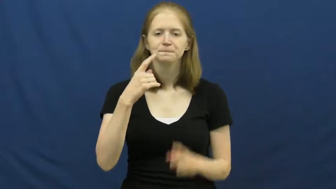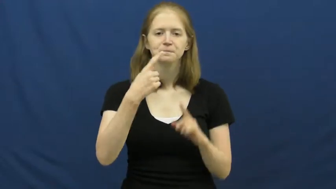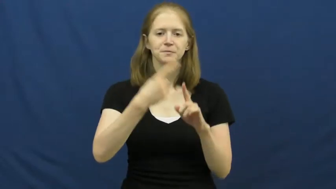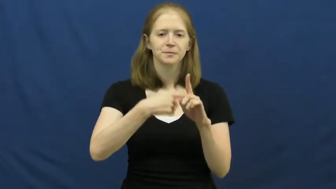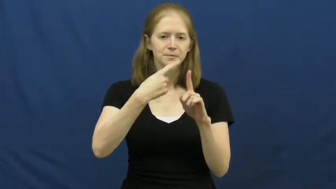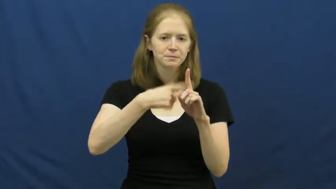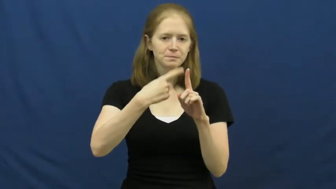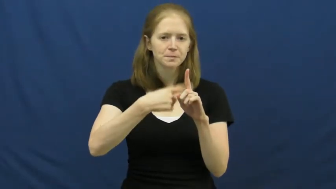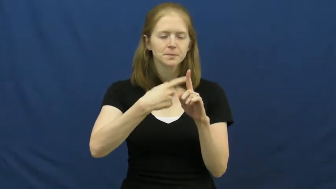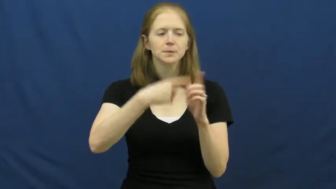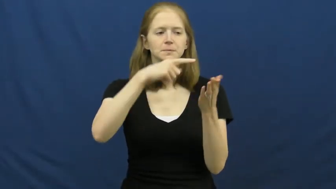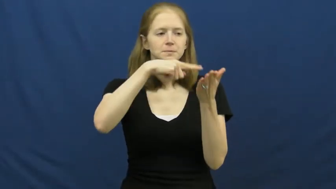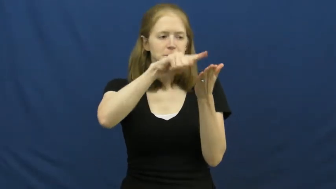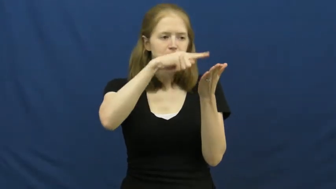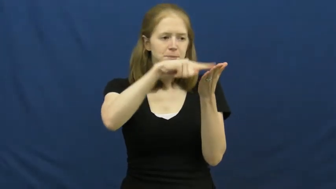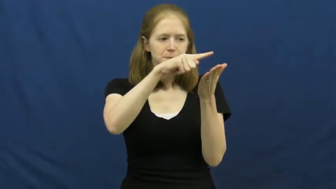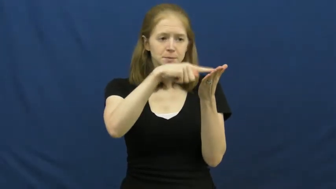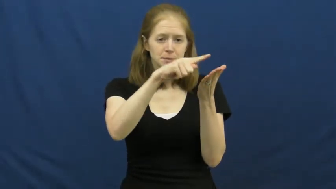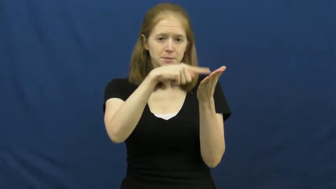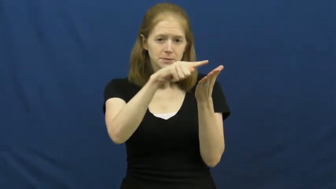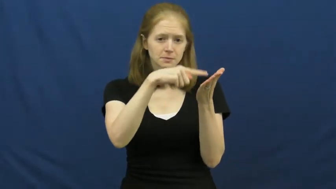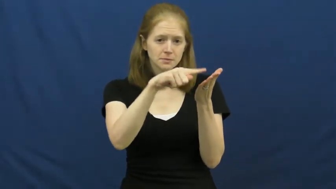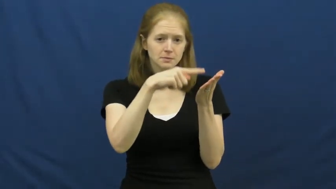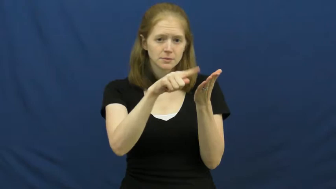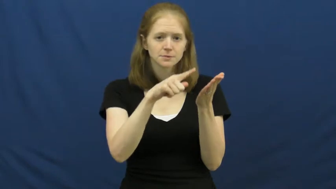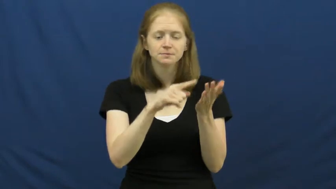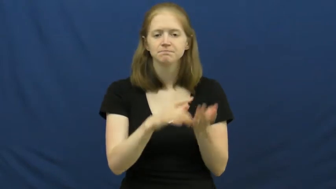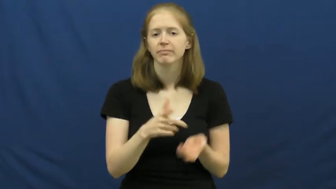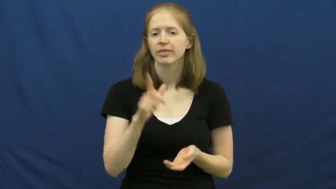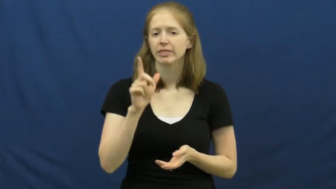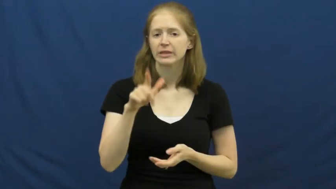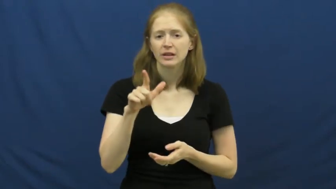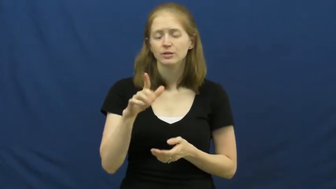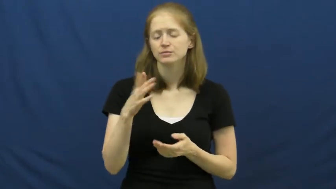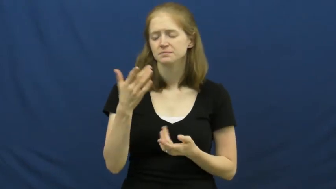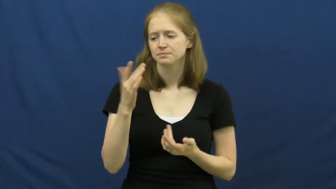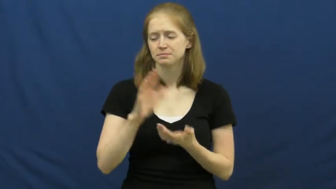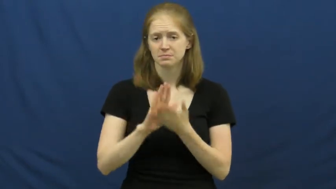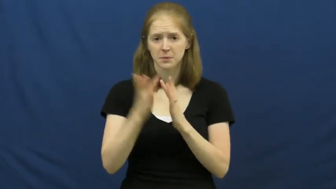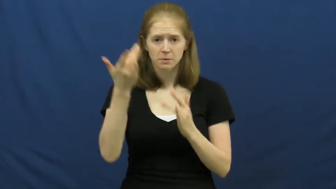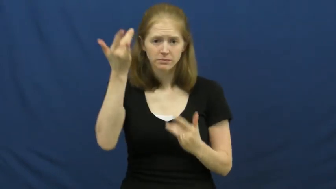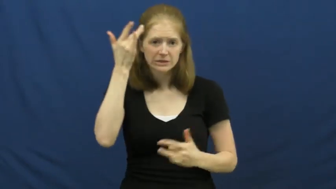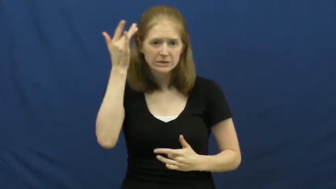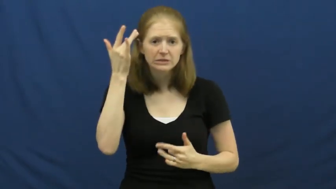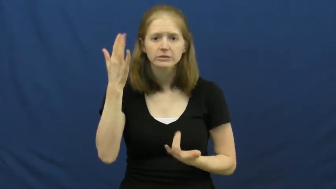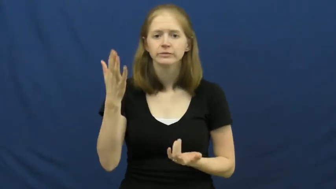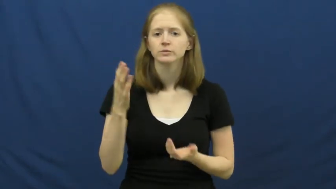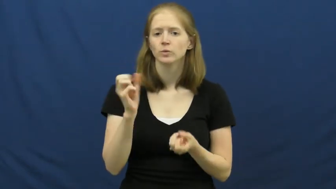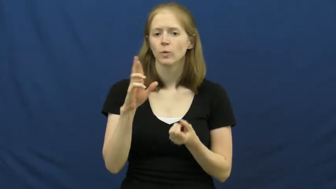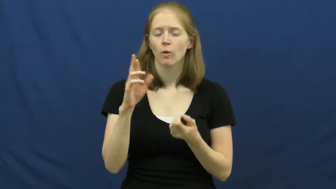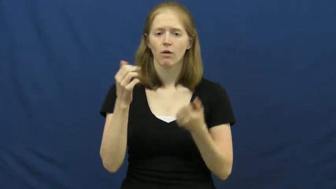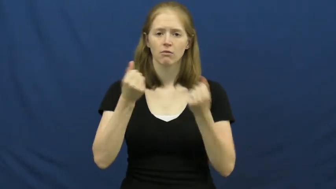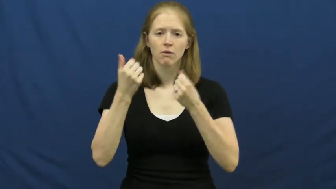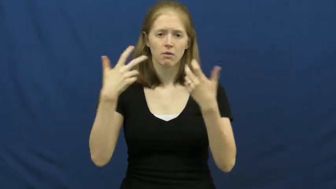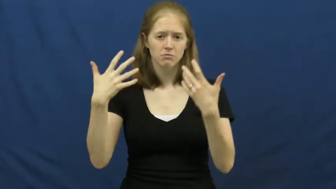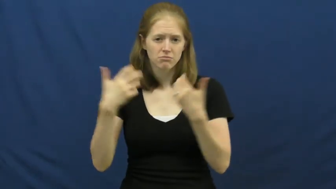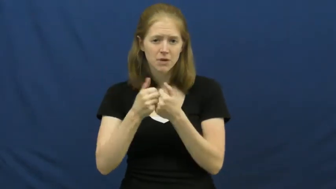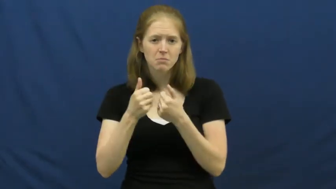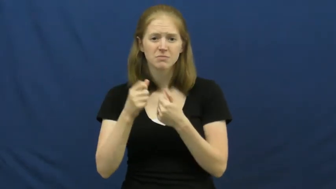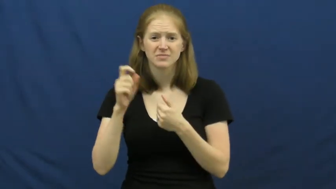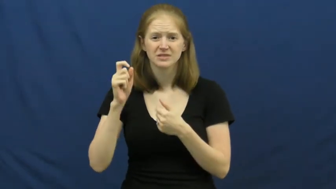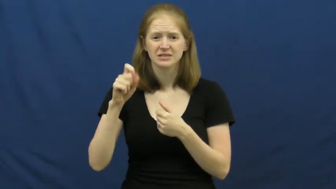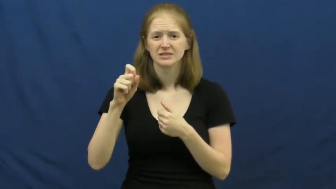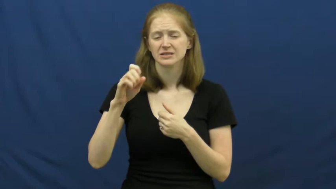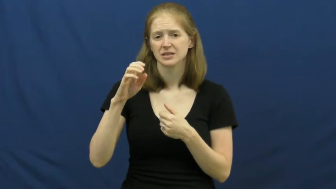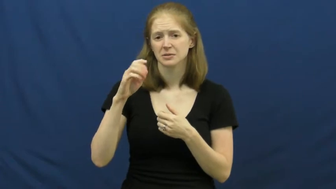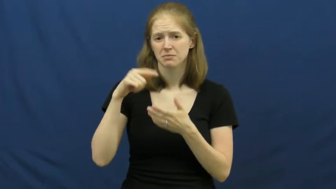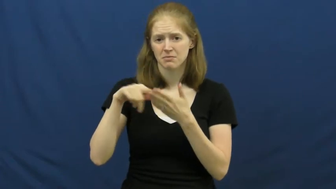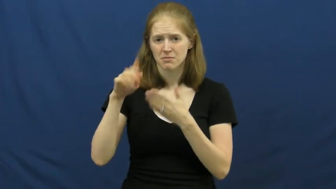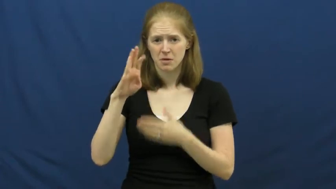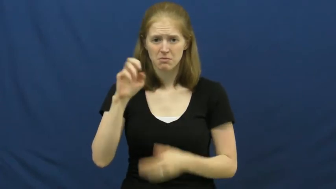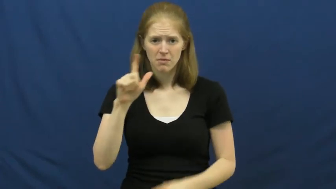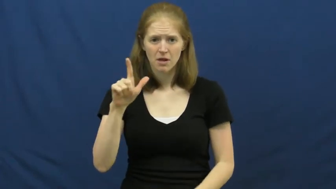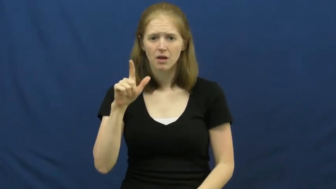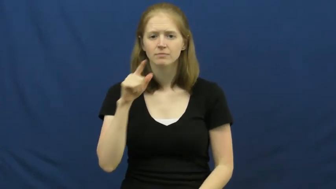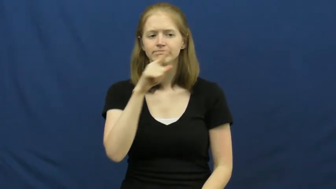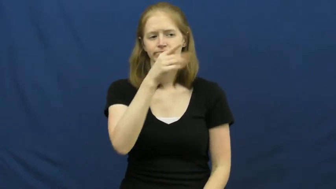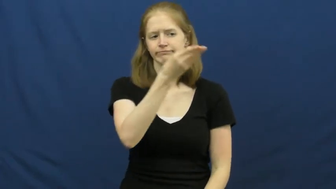insurance,insure